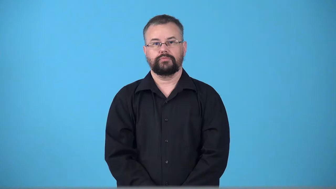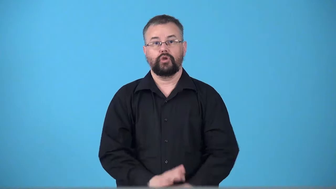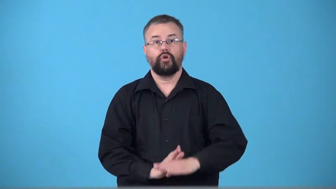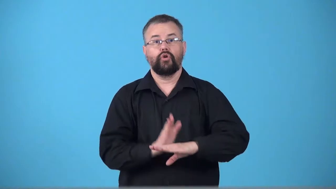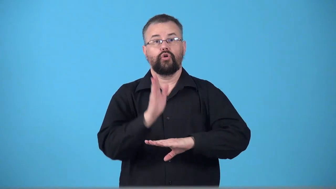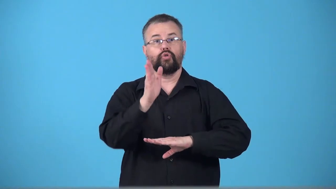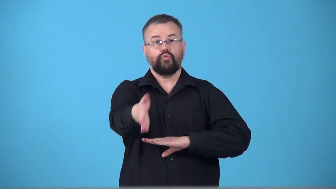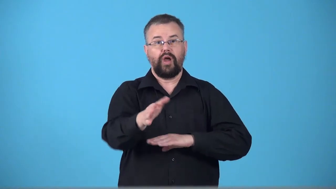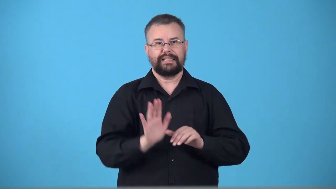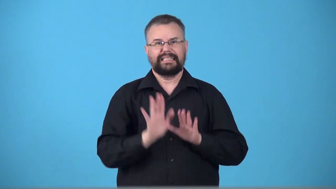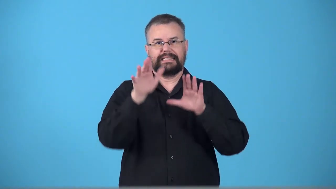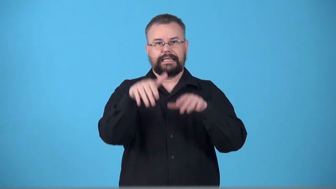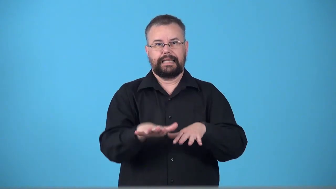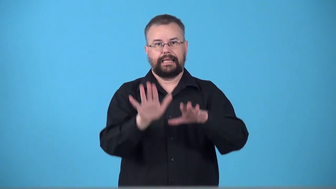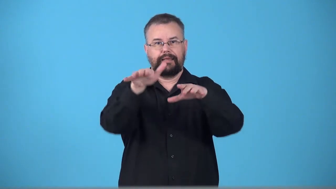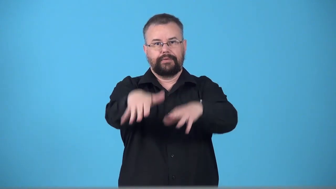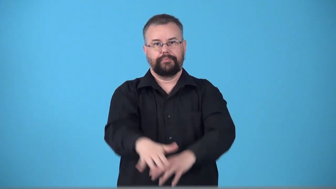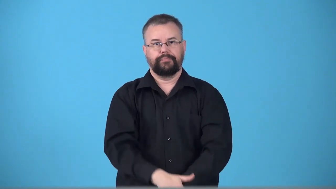transoceanic